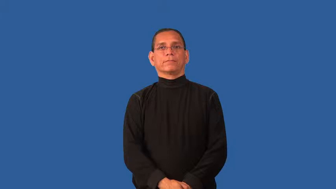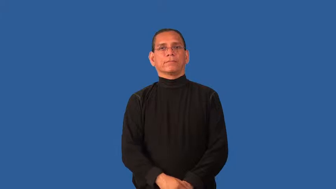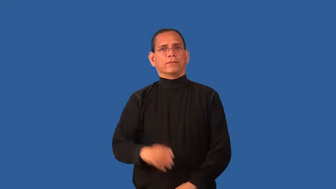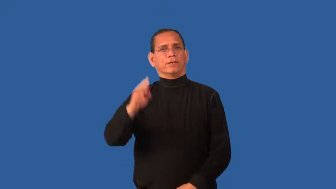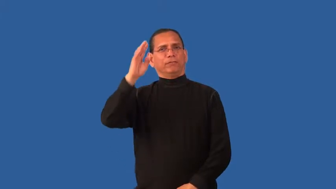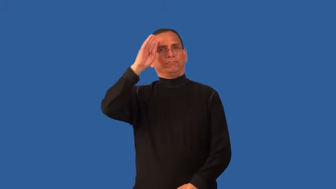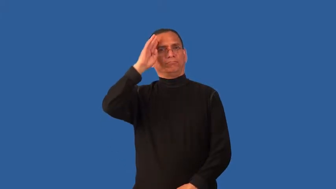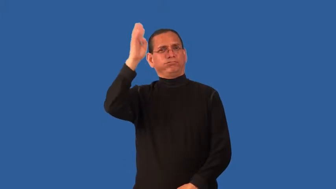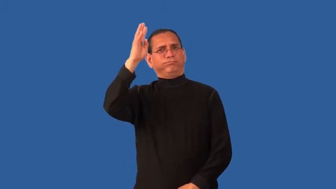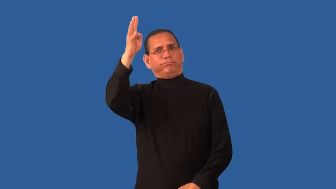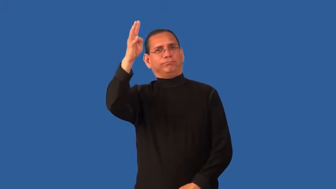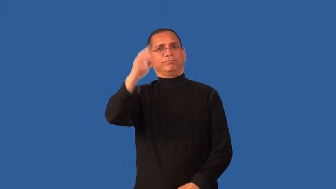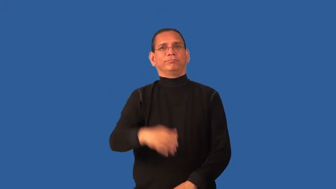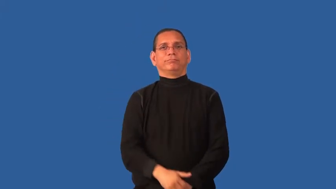conceptualize